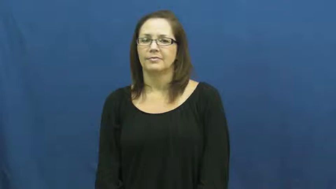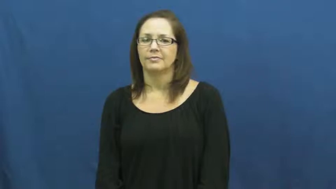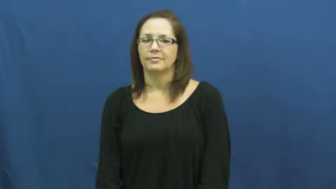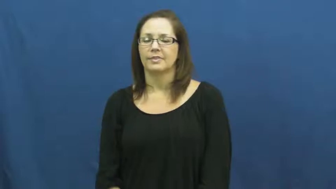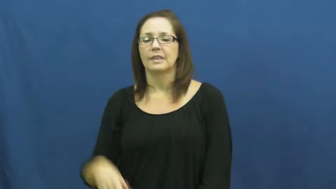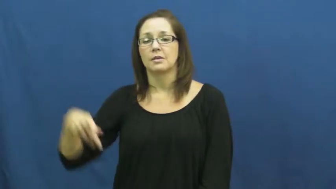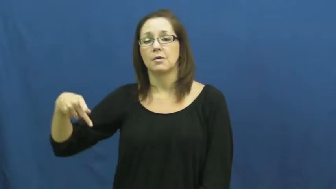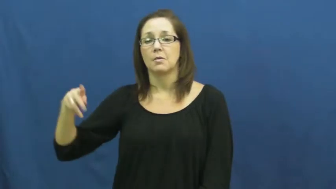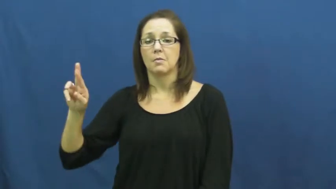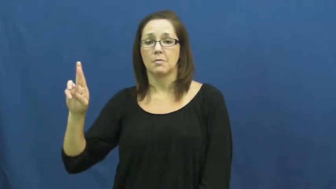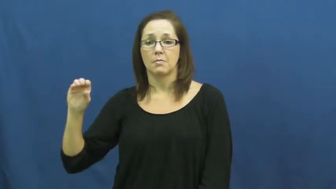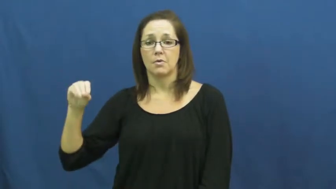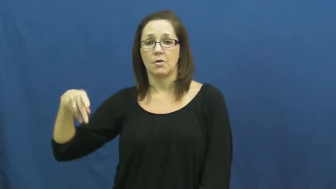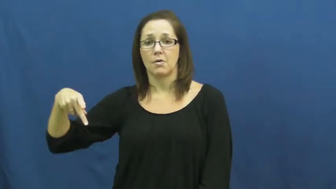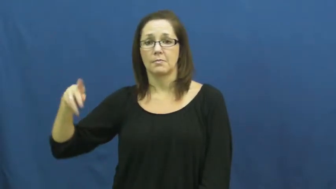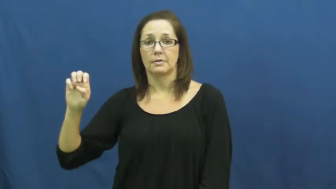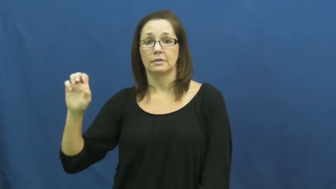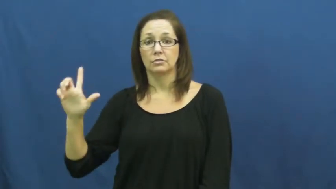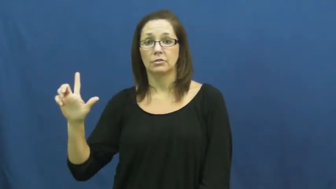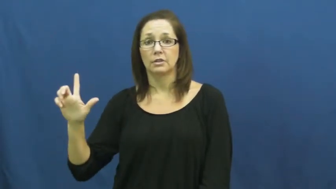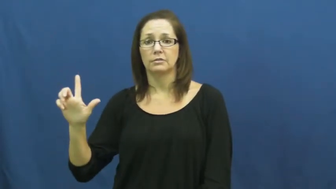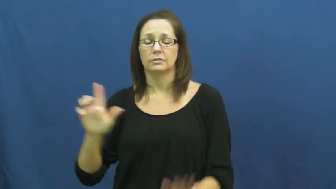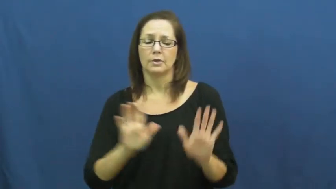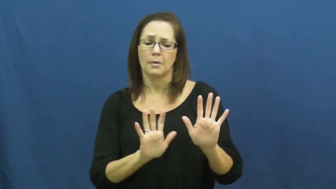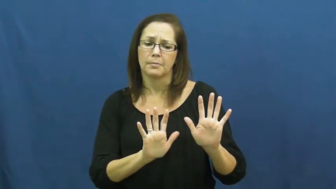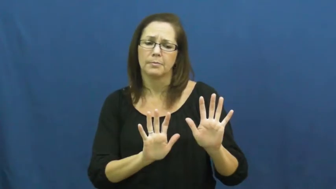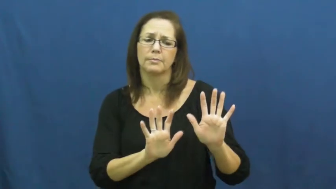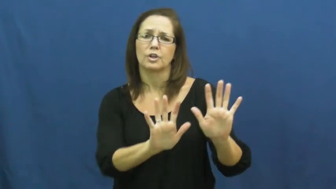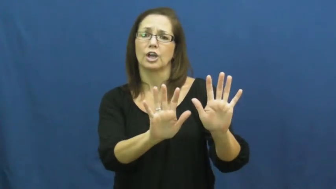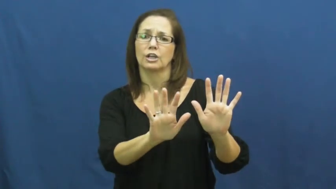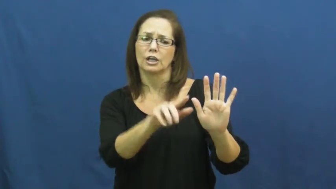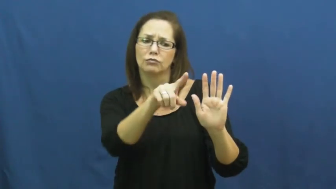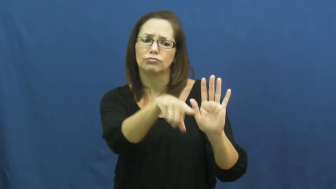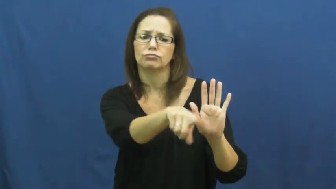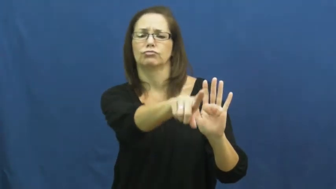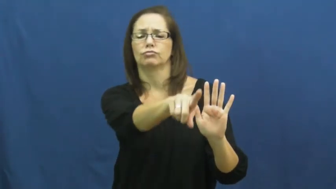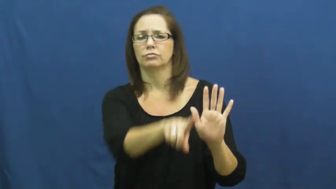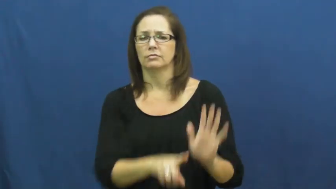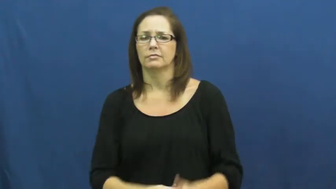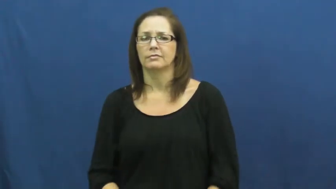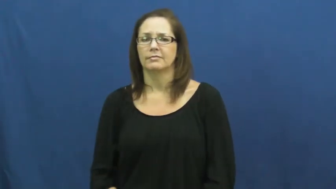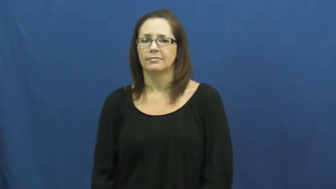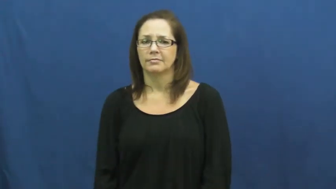propel